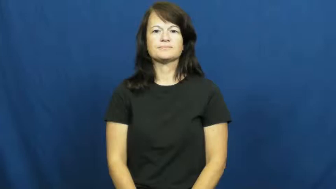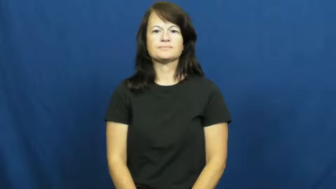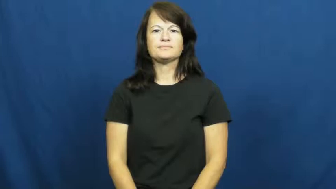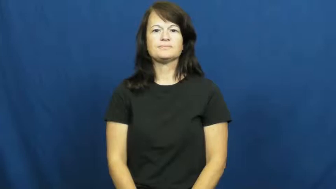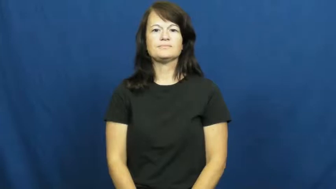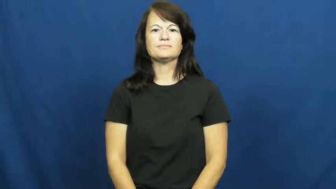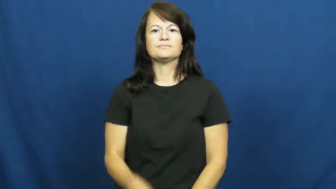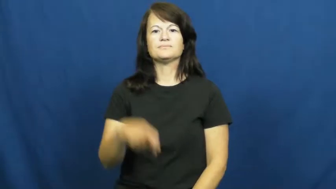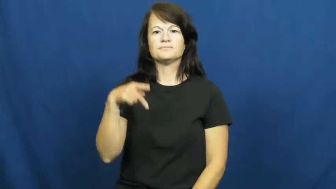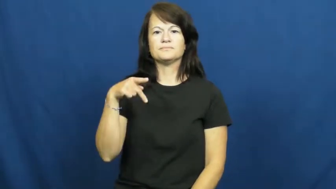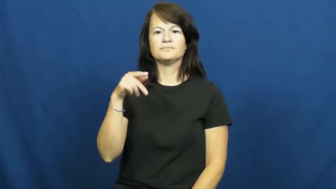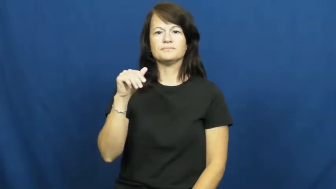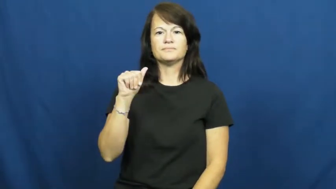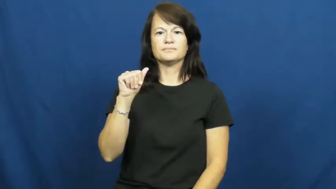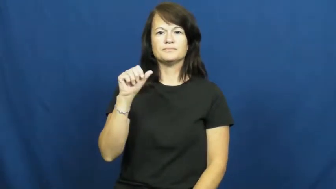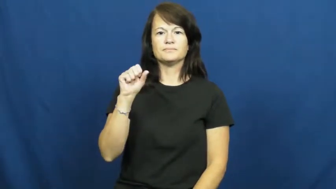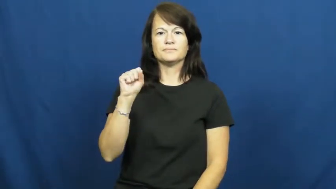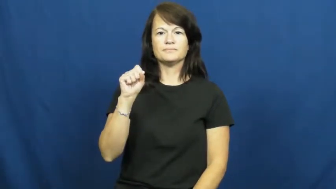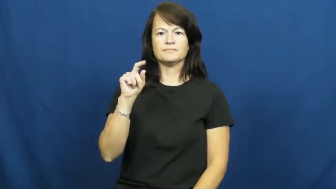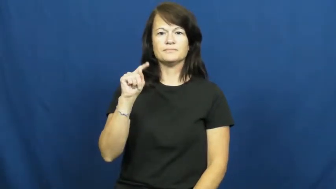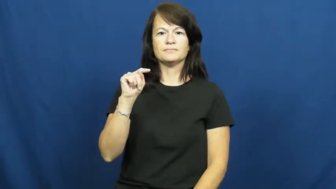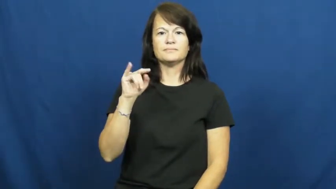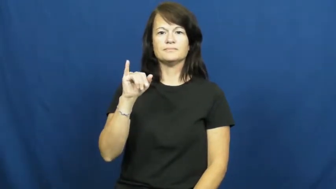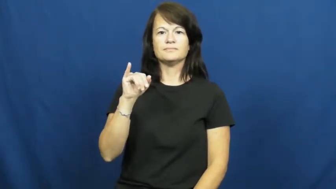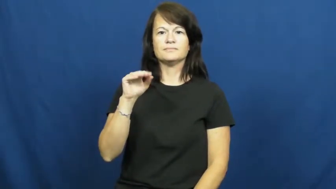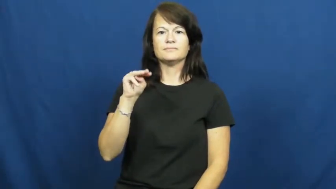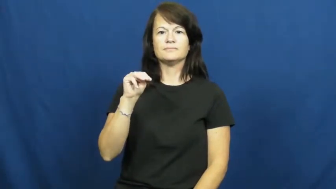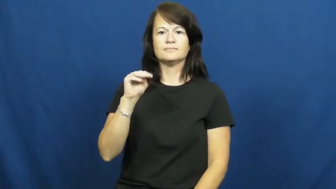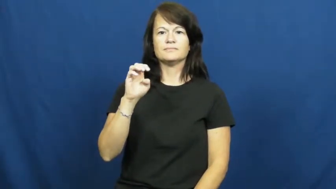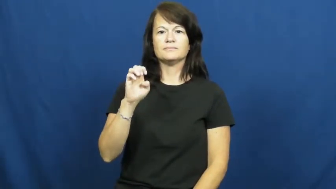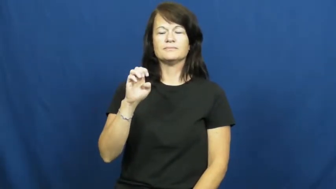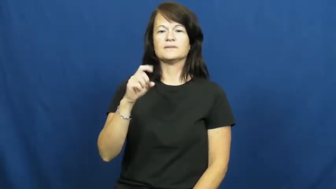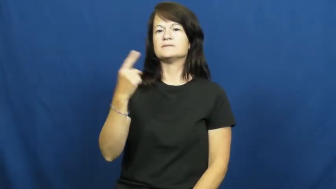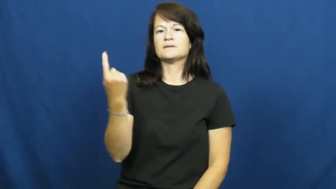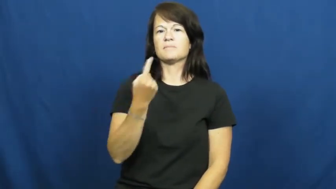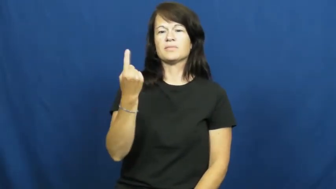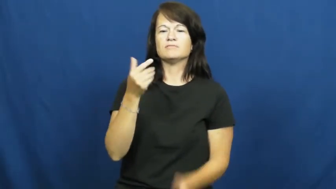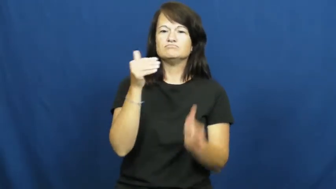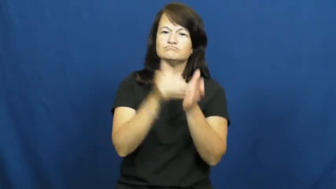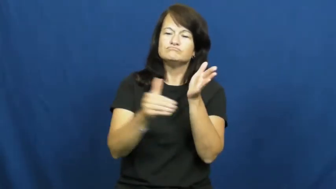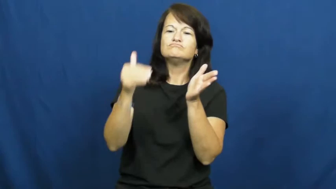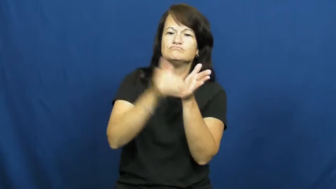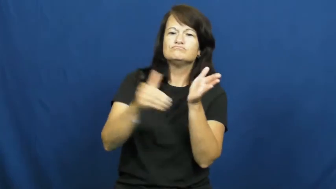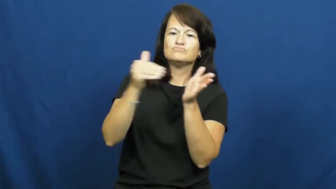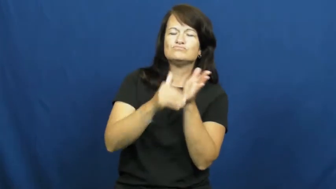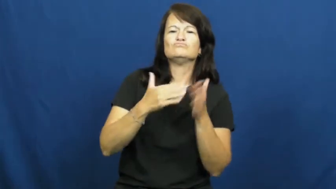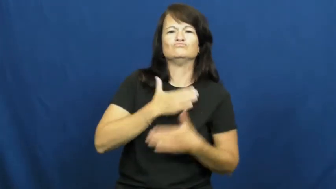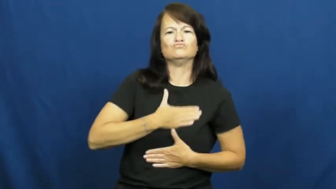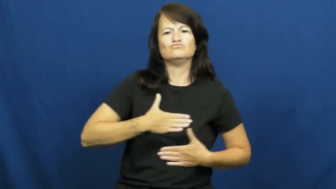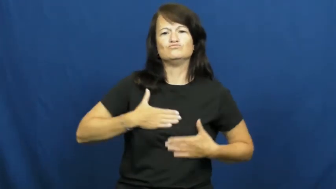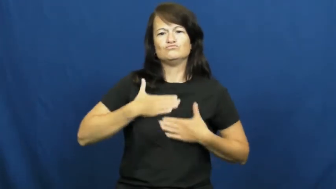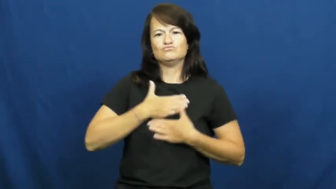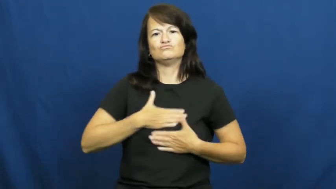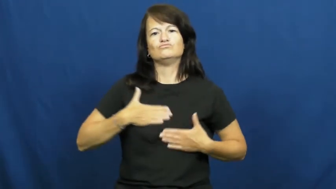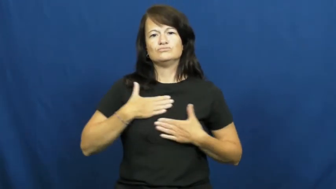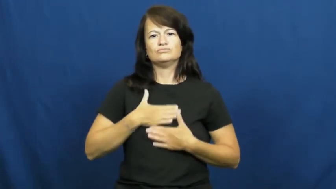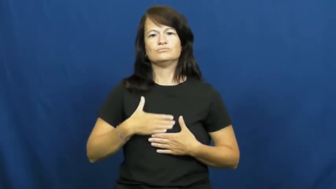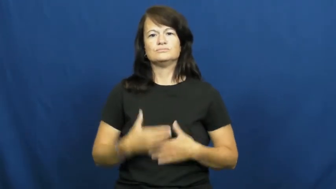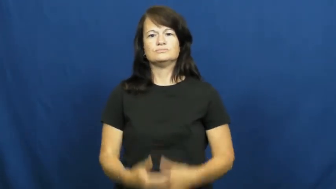pastime